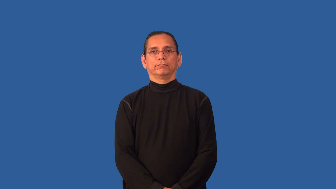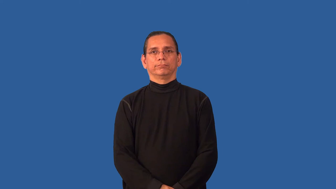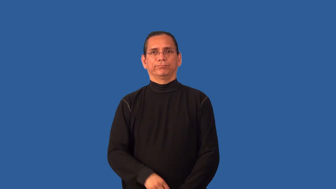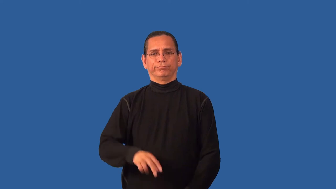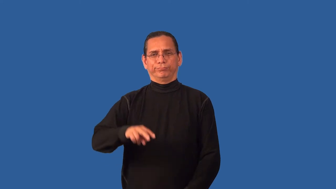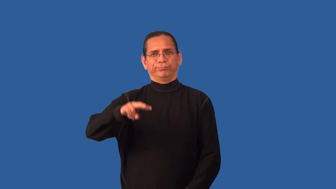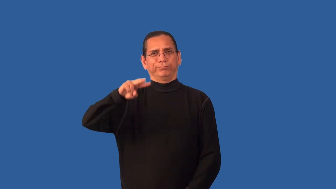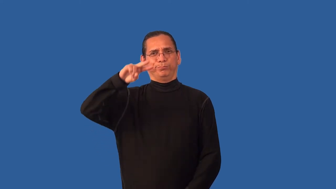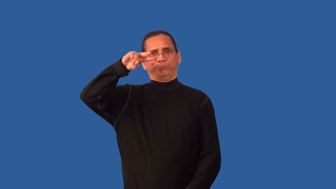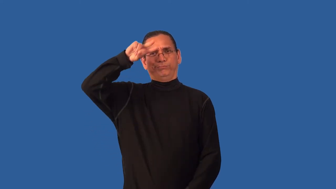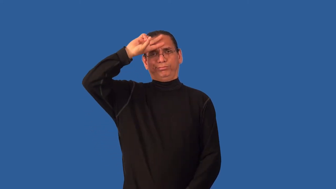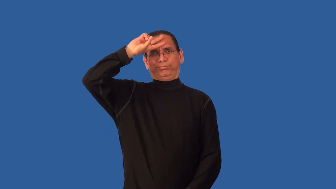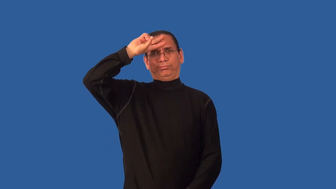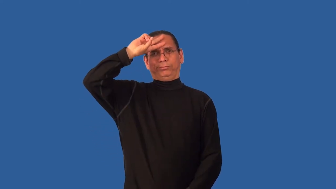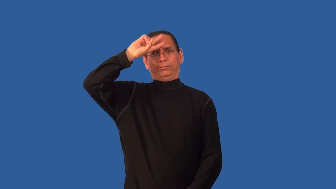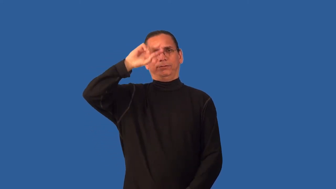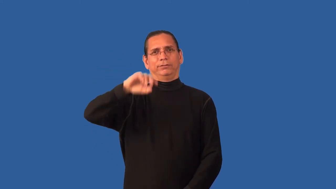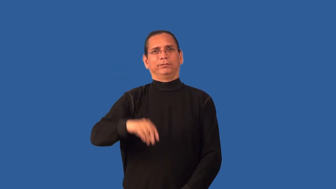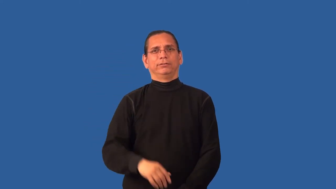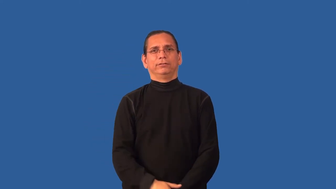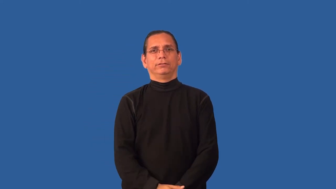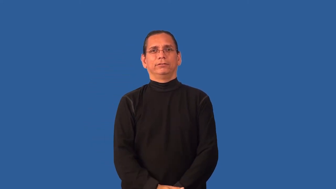witless